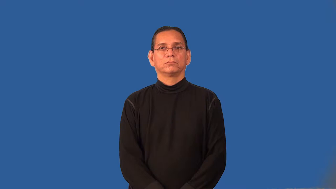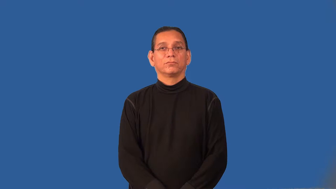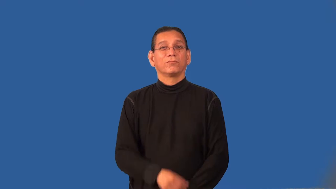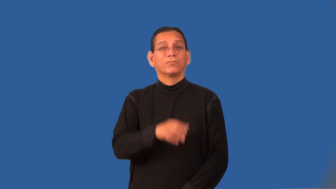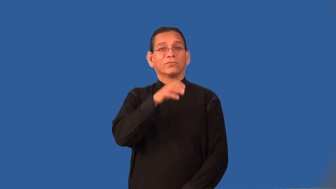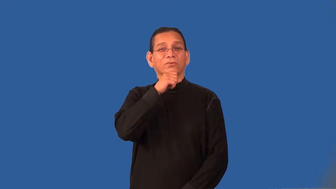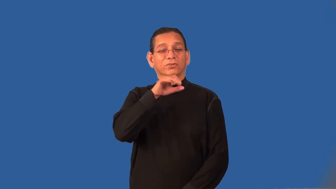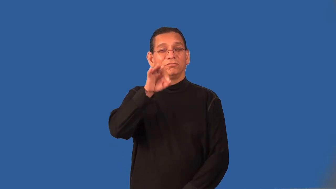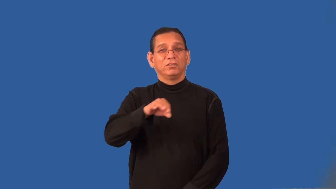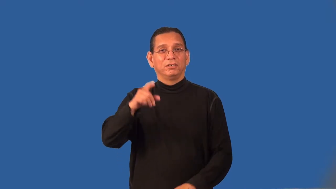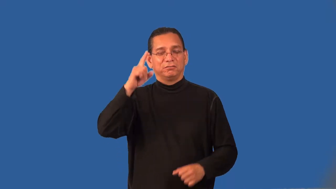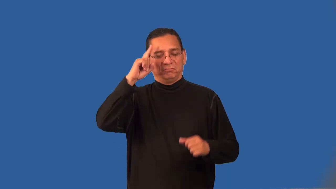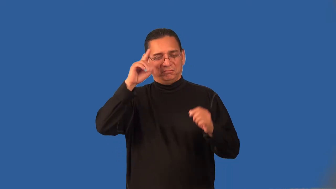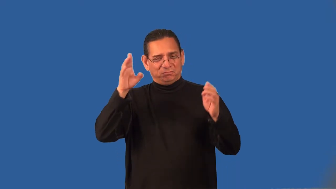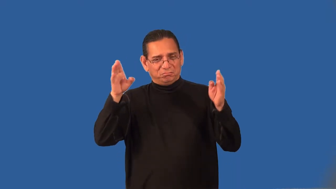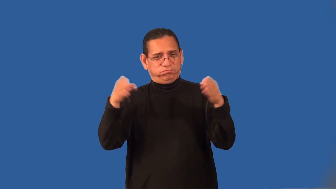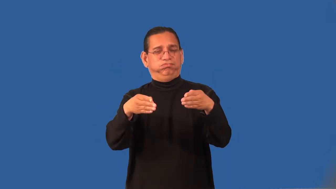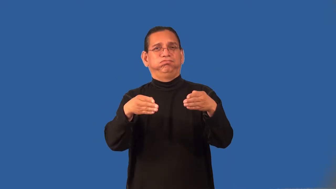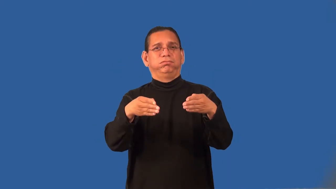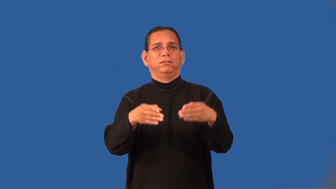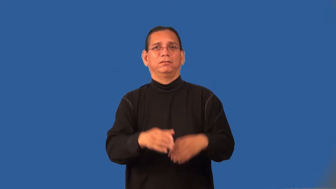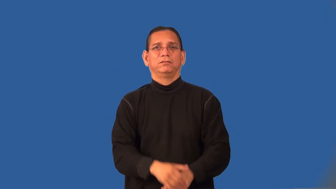provincial